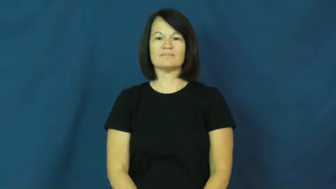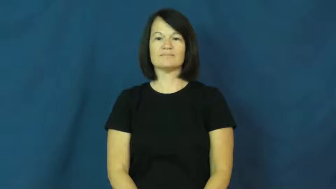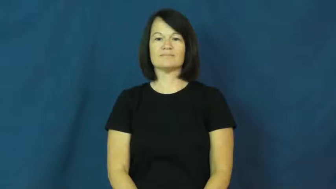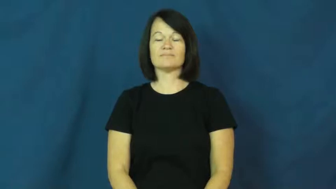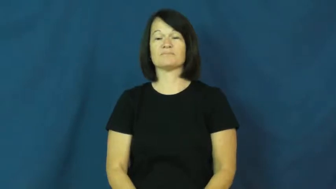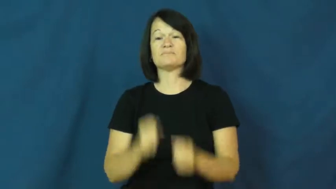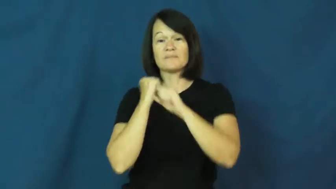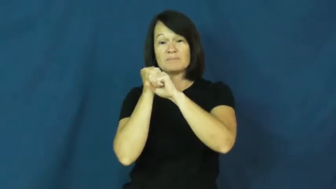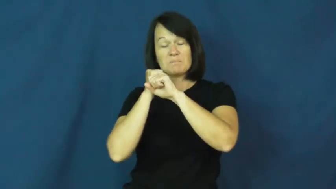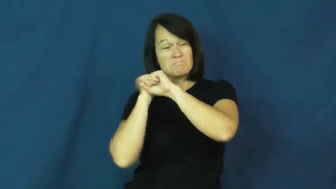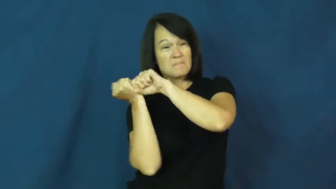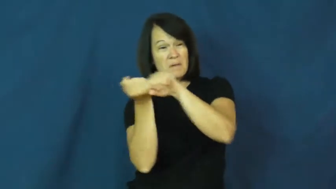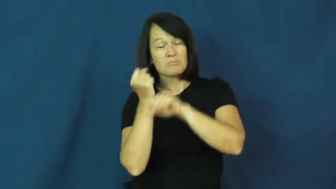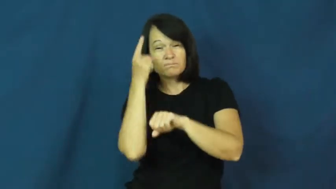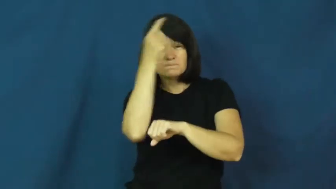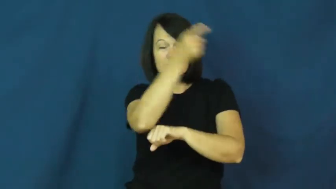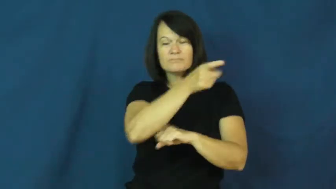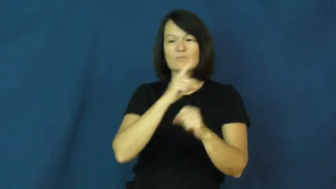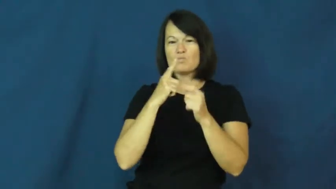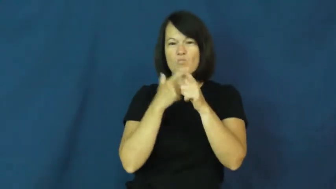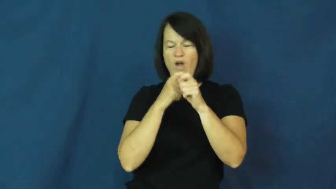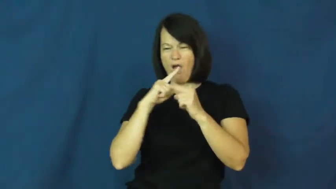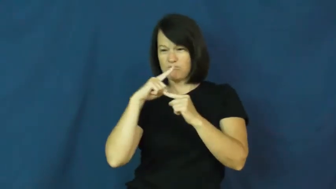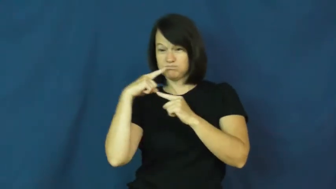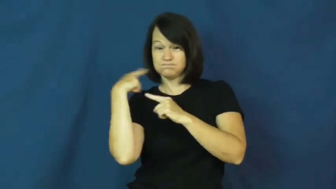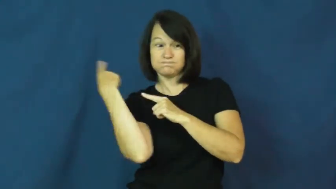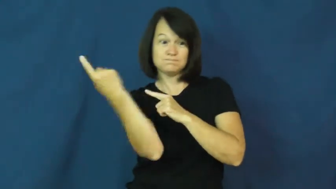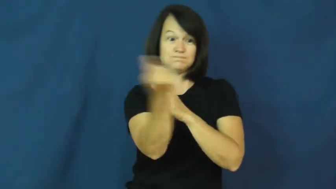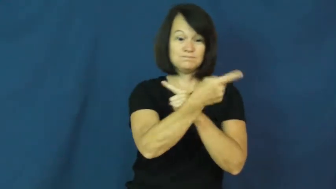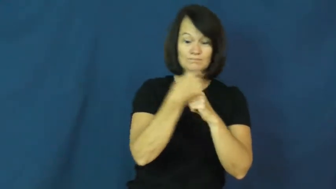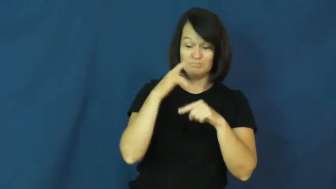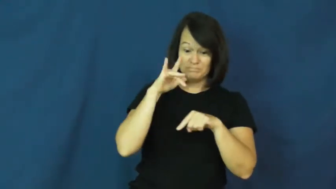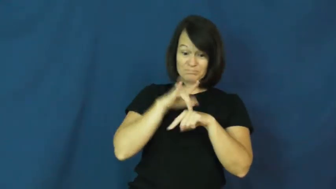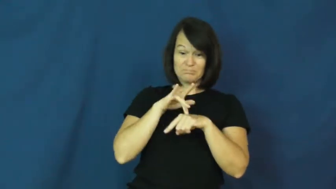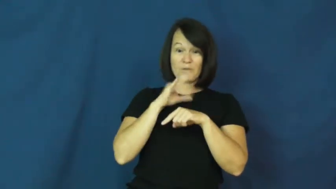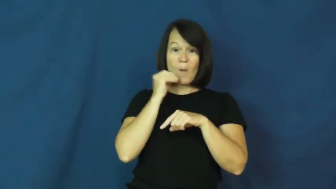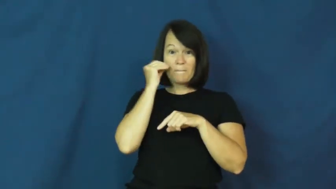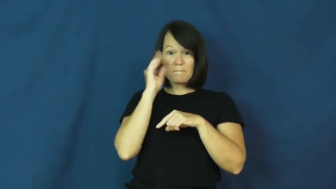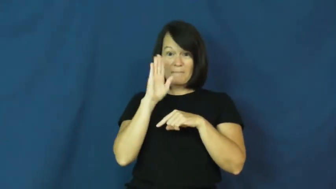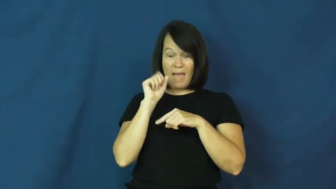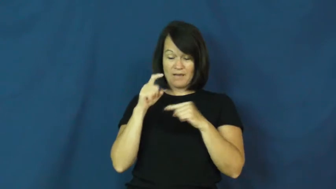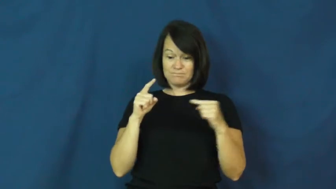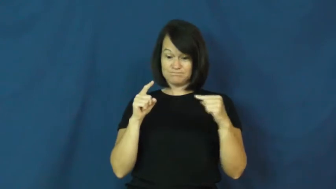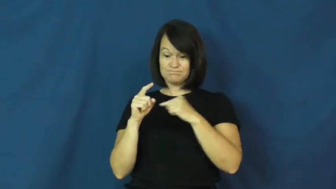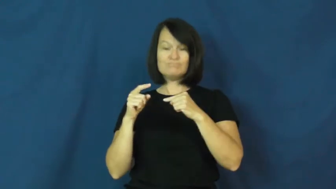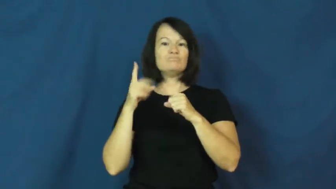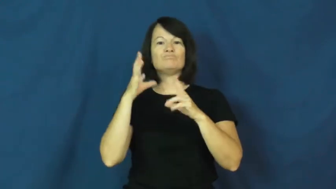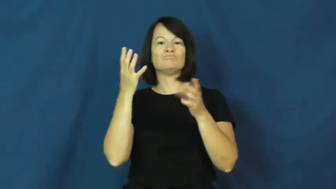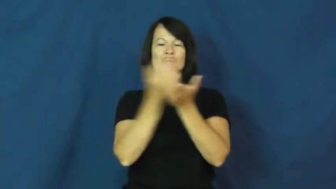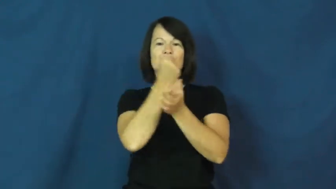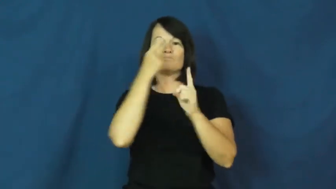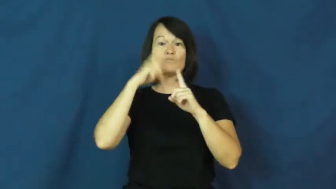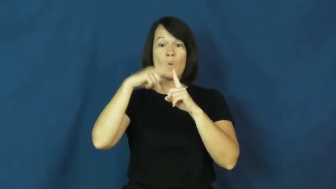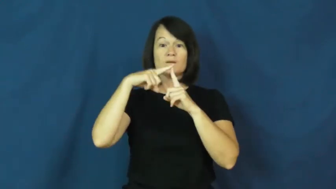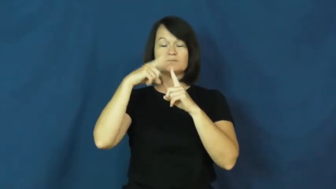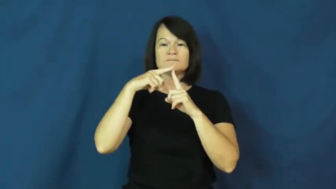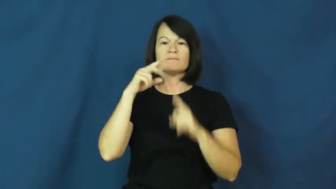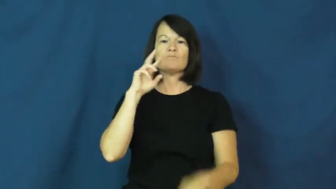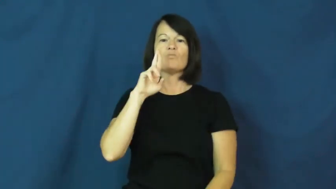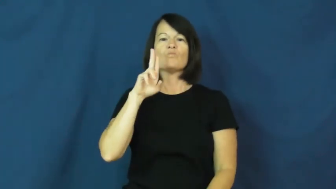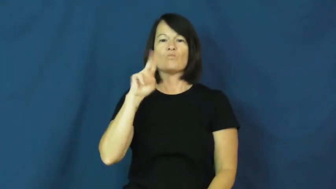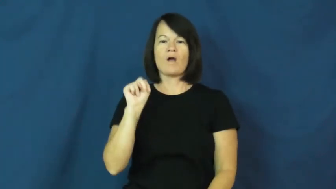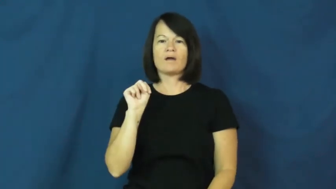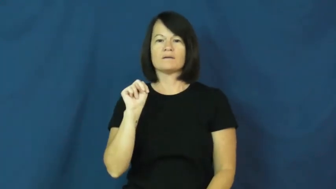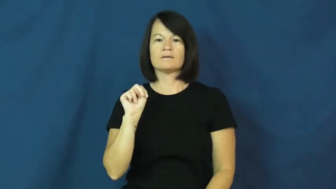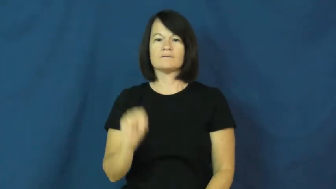homerun